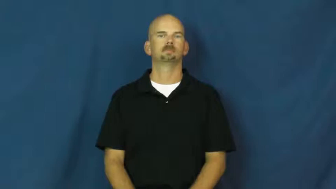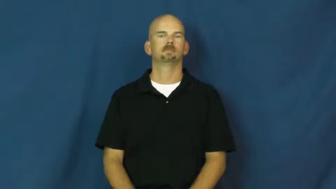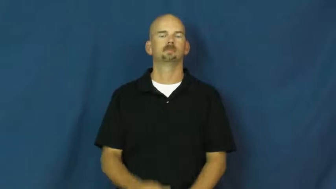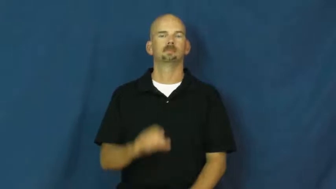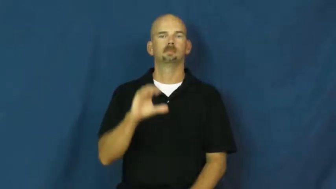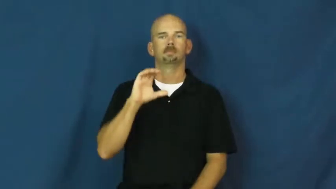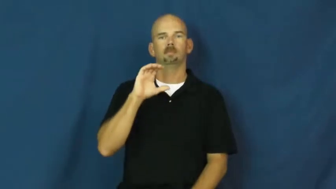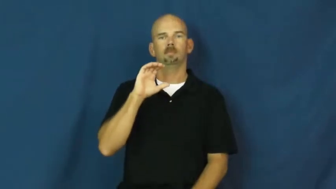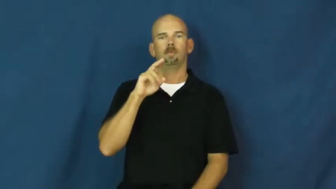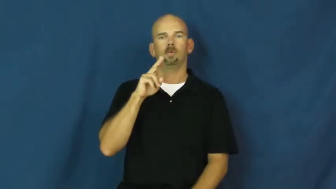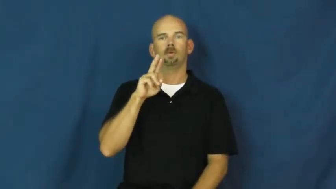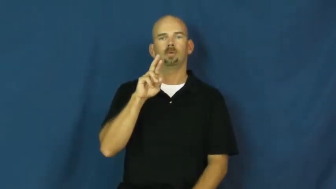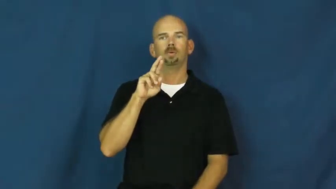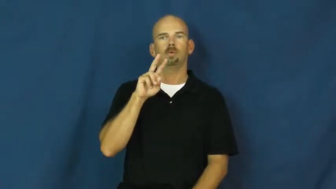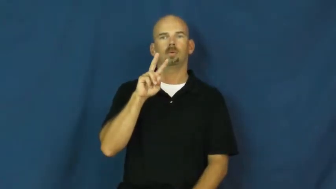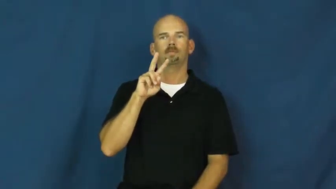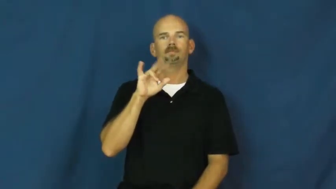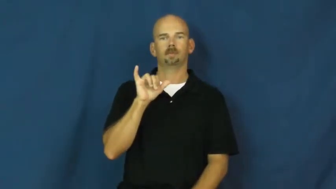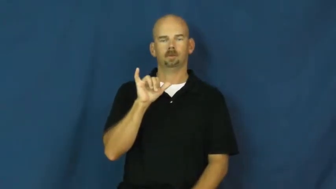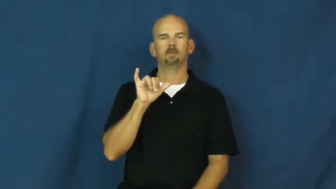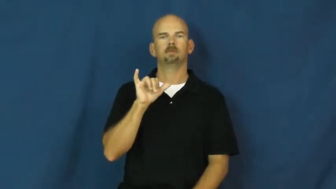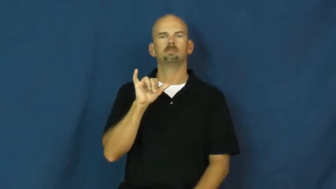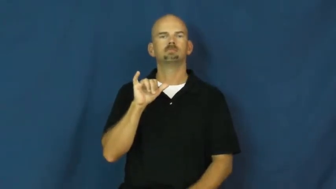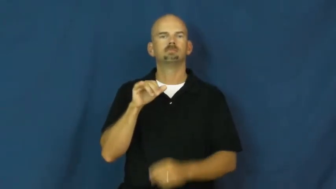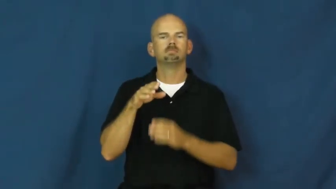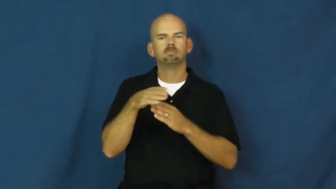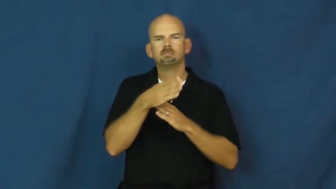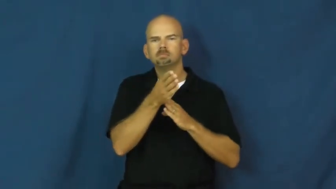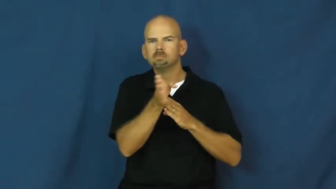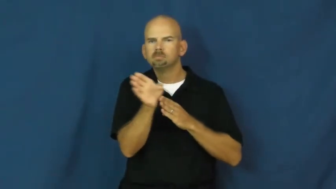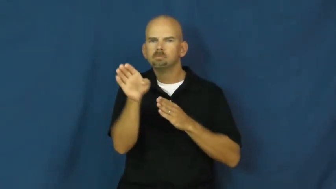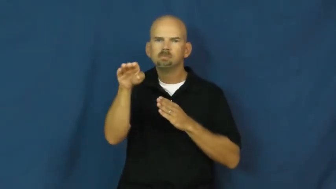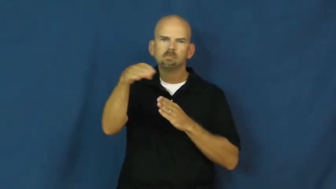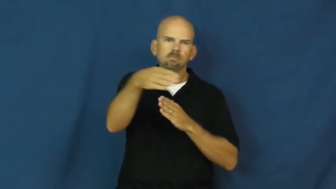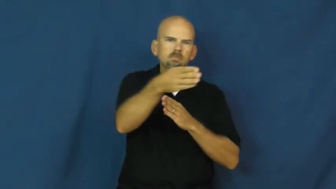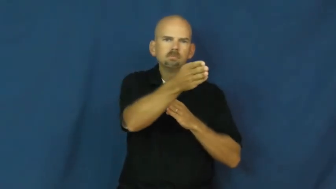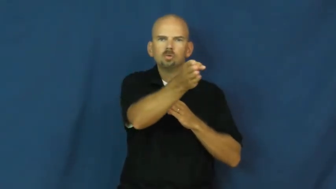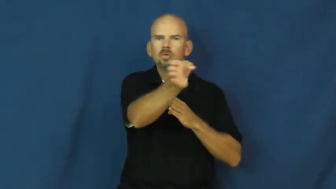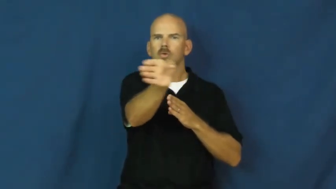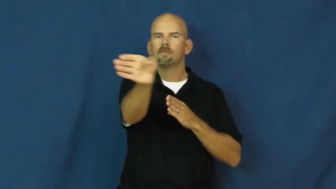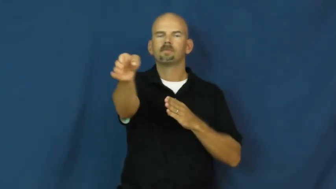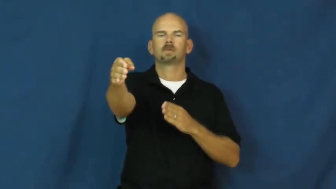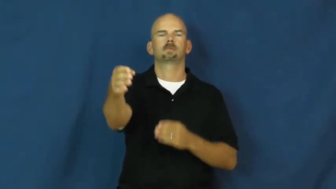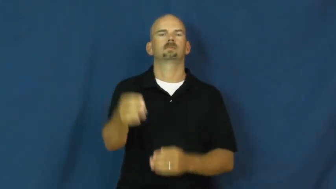curvy